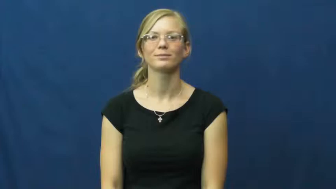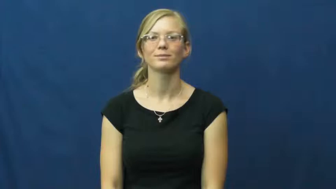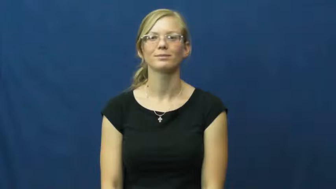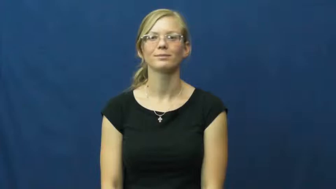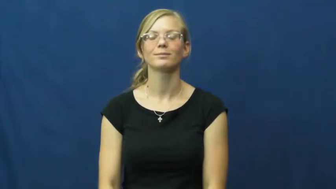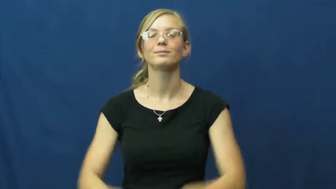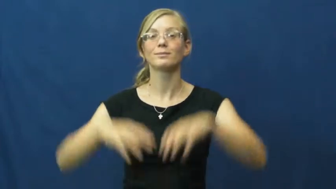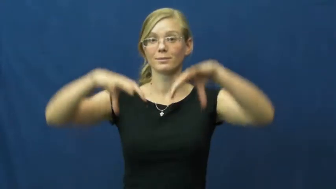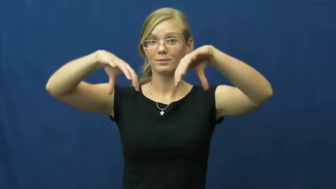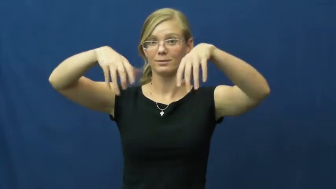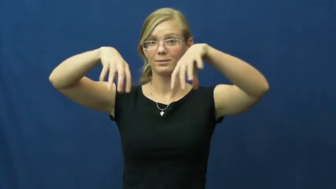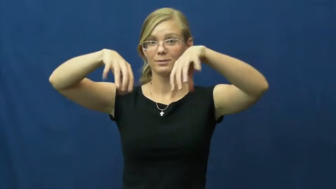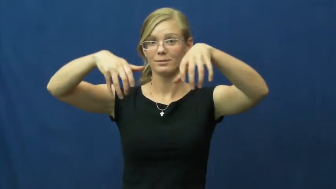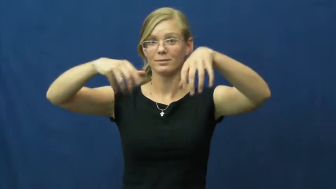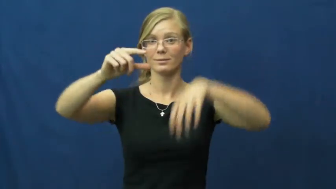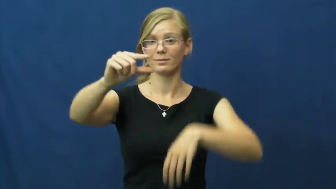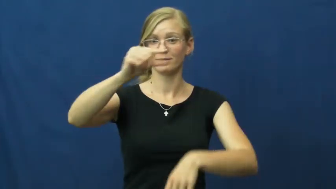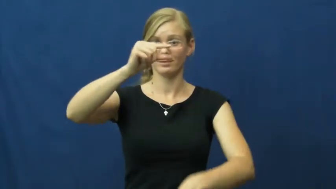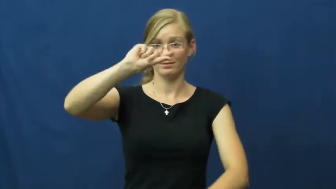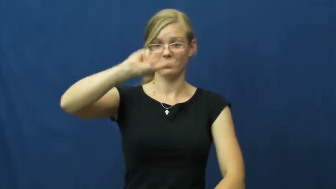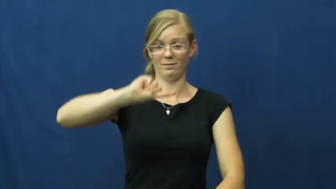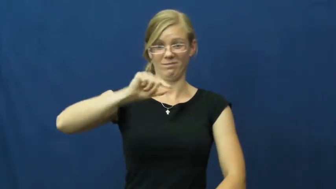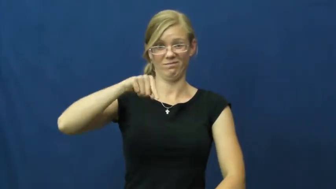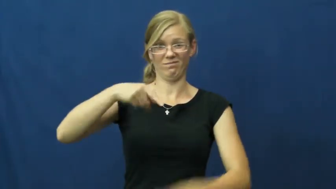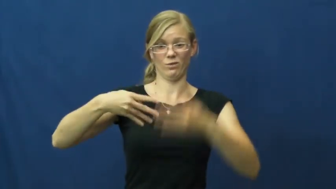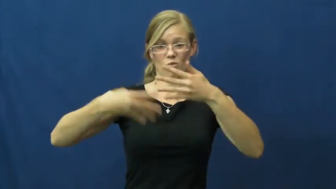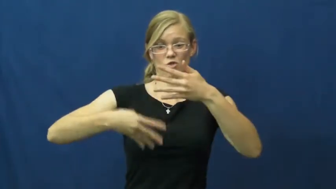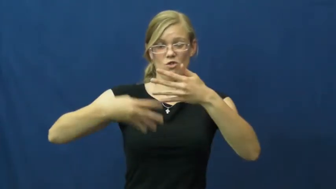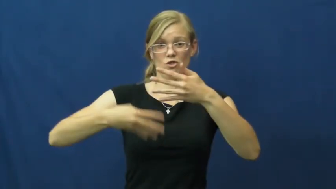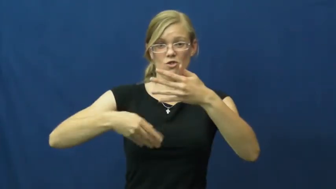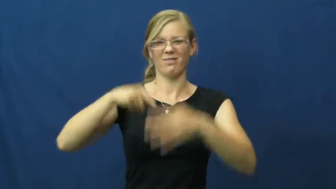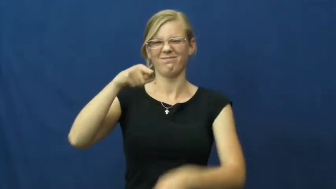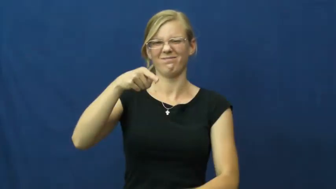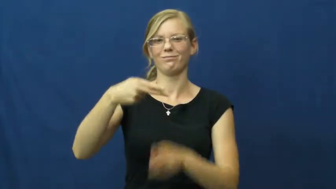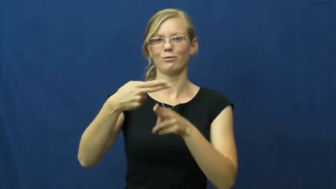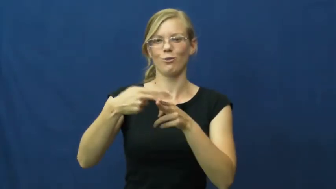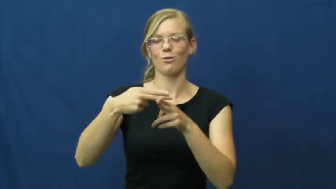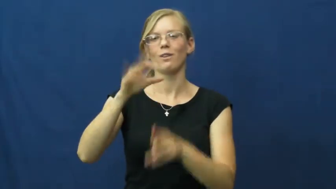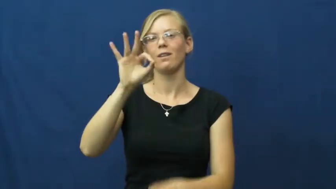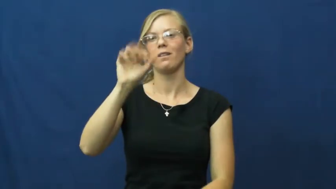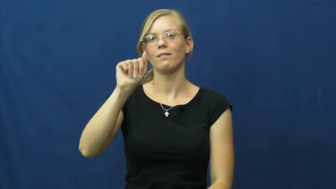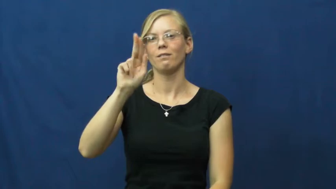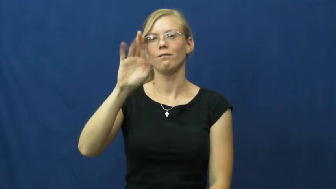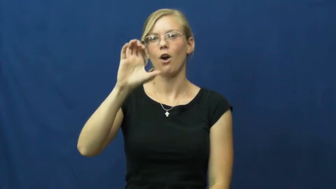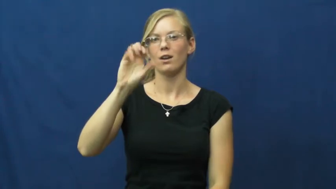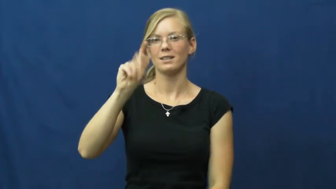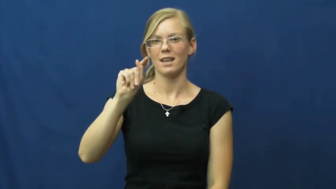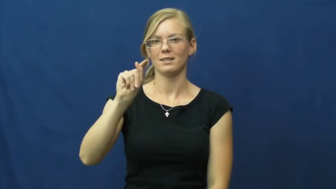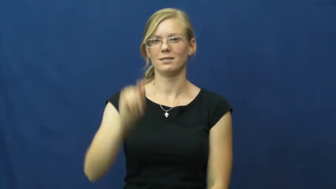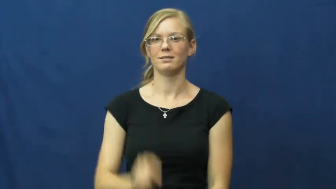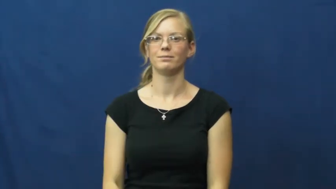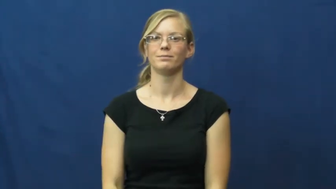faucet